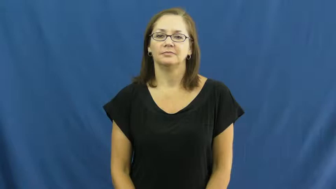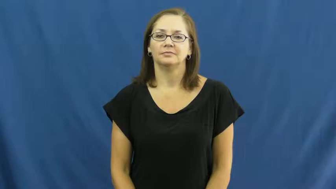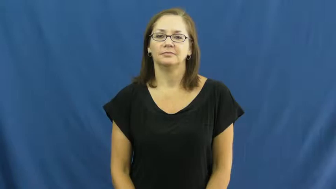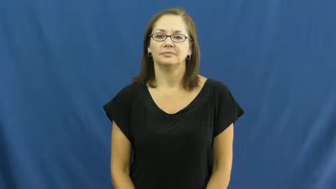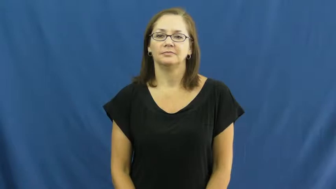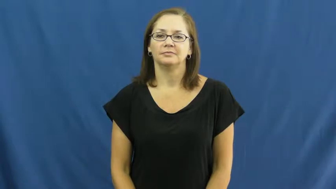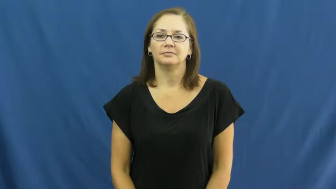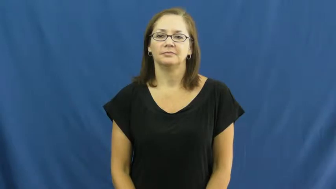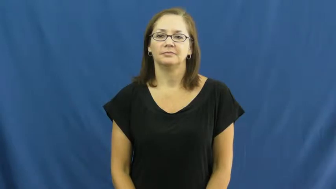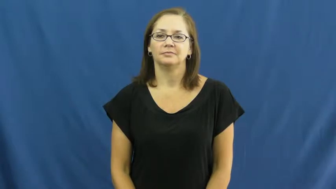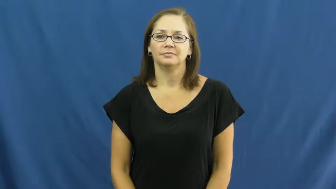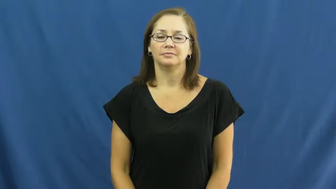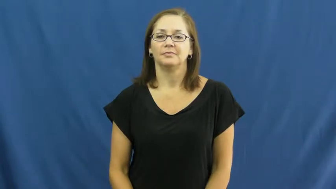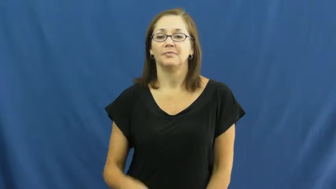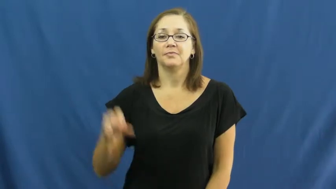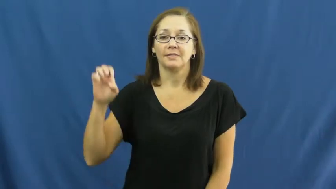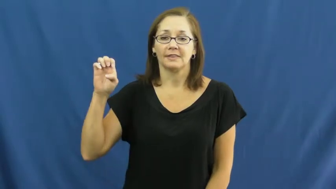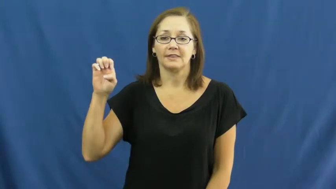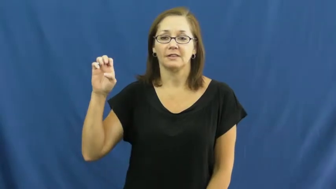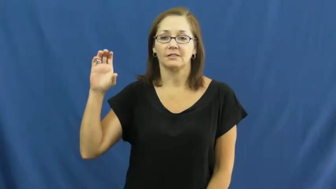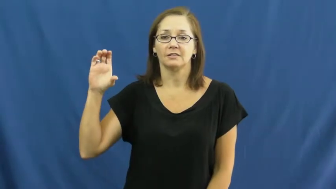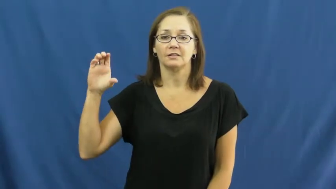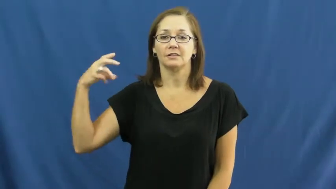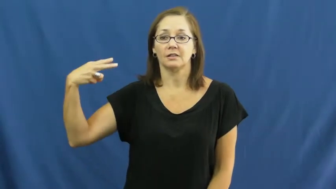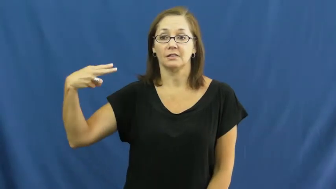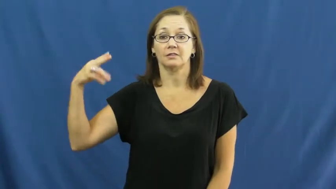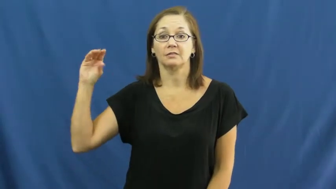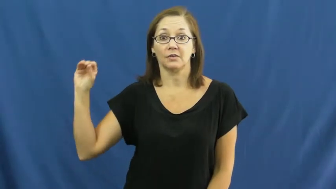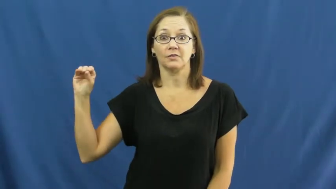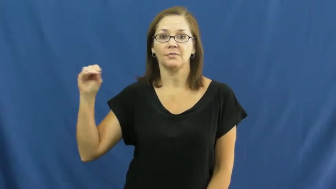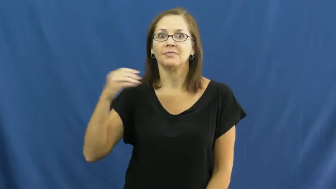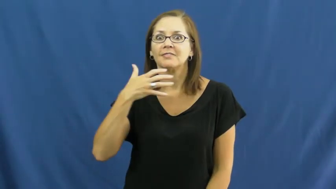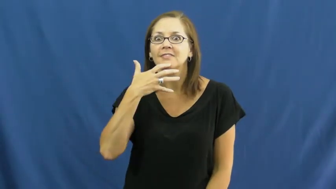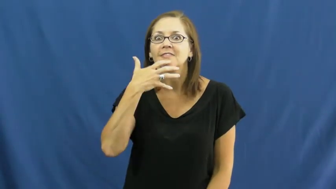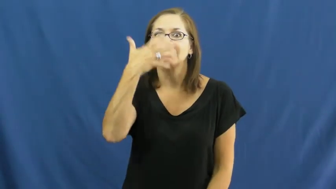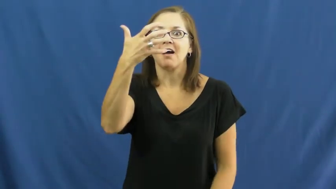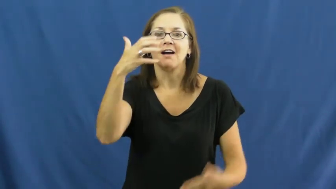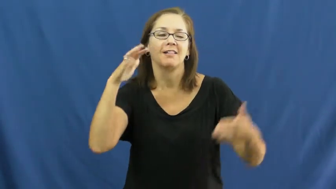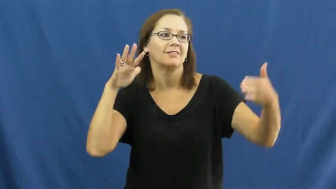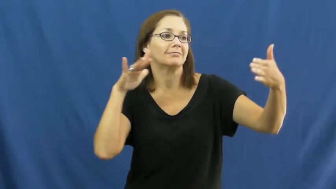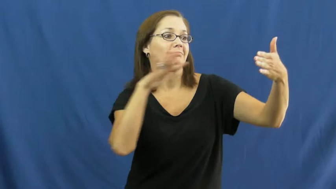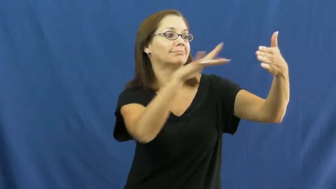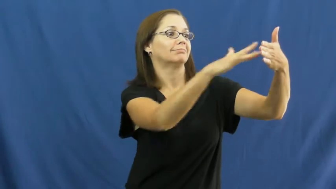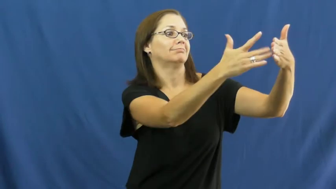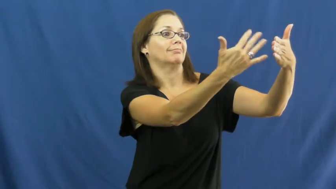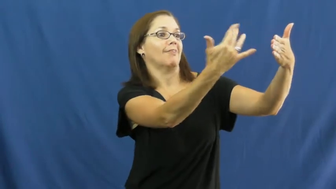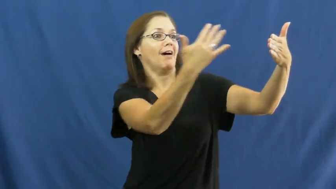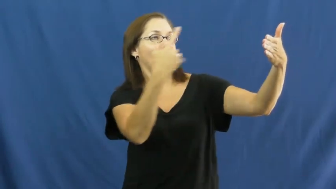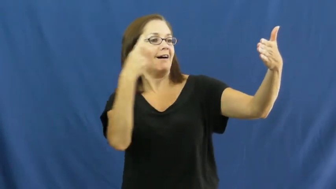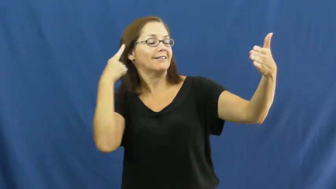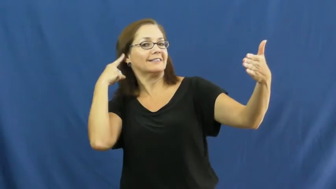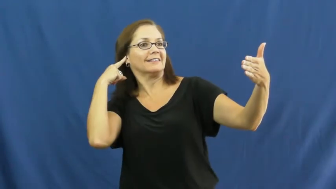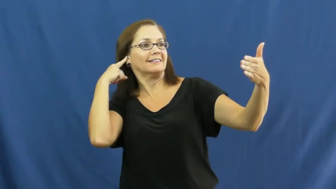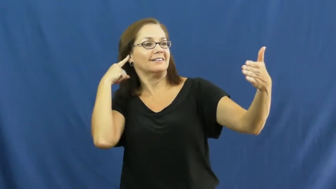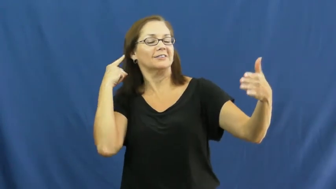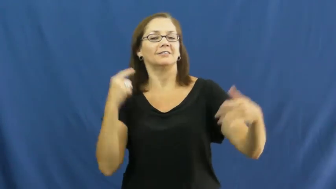echo